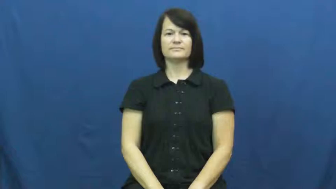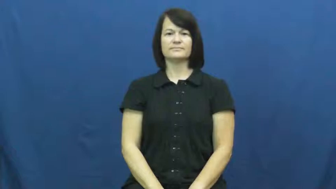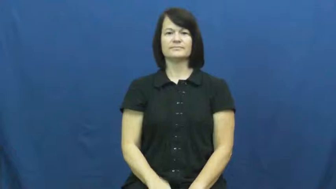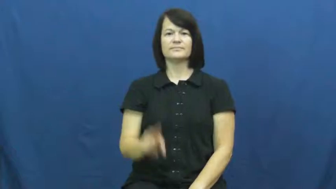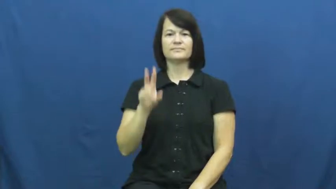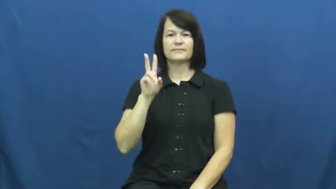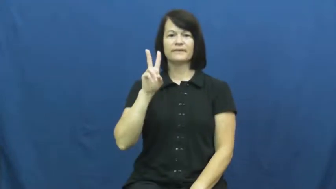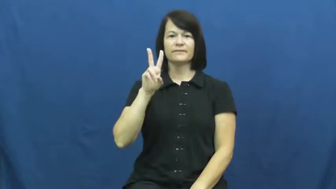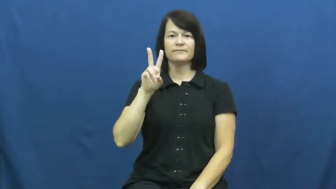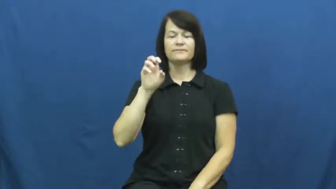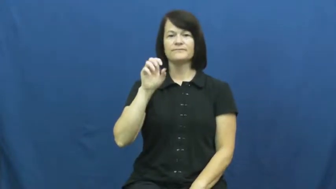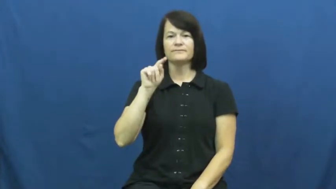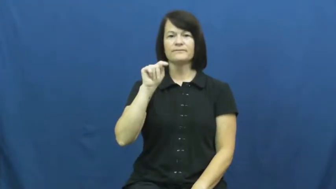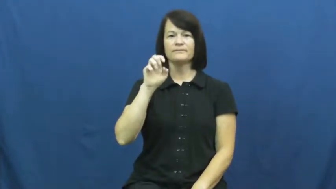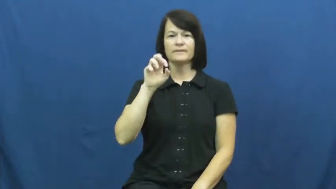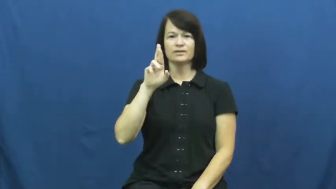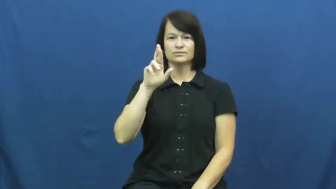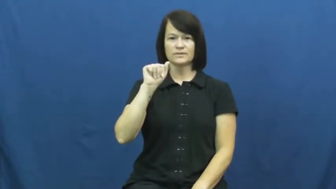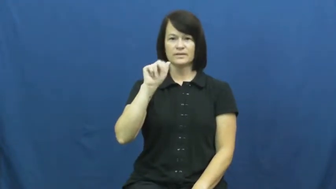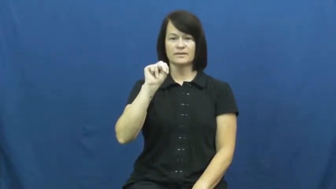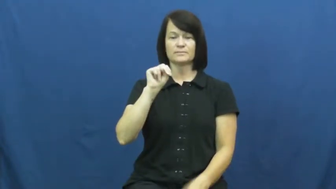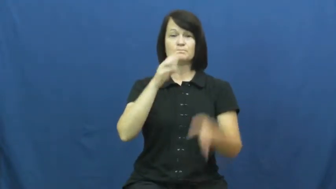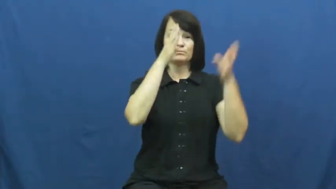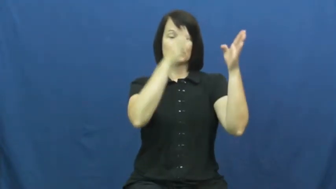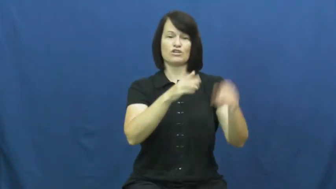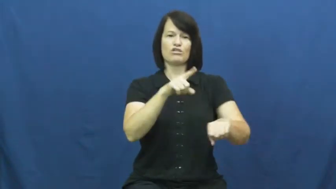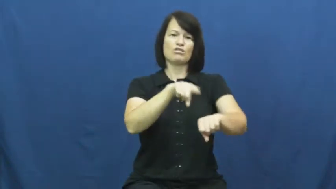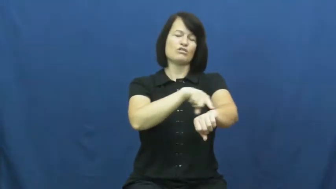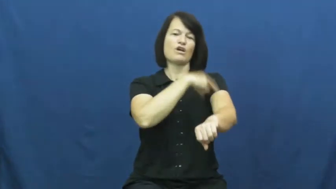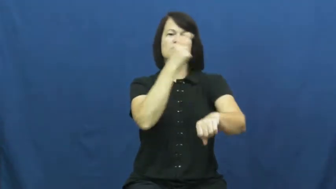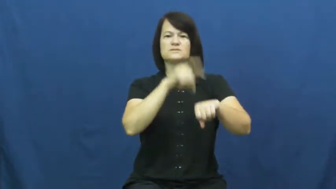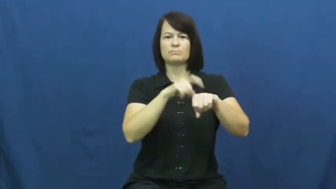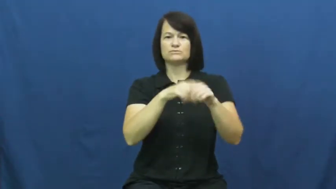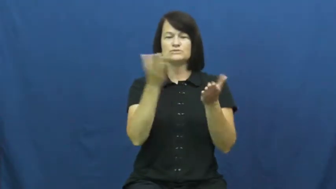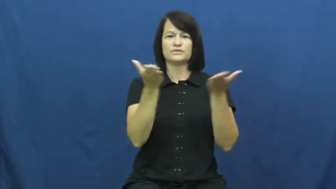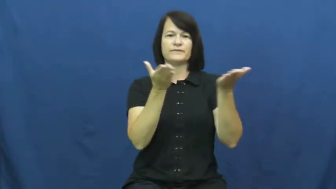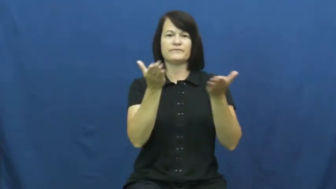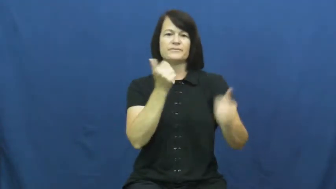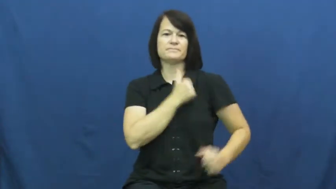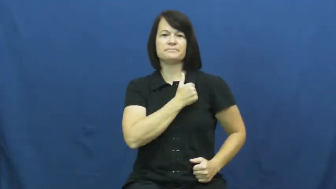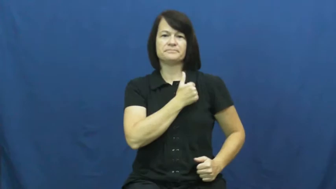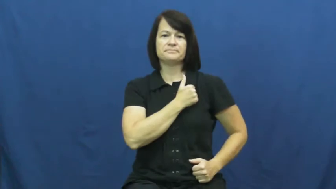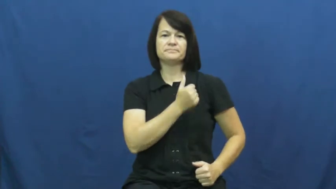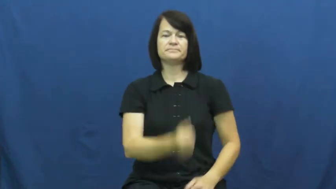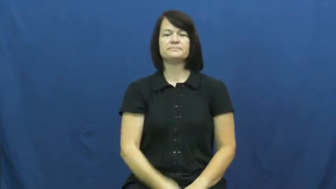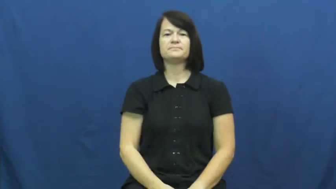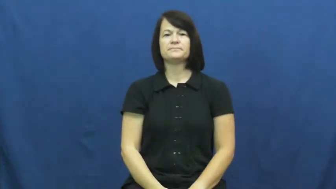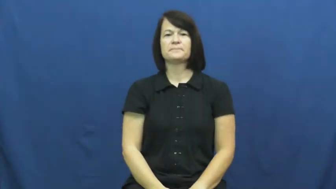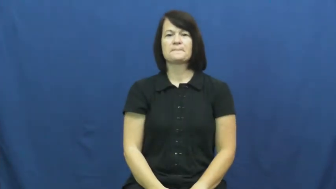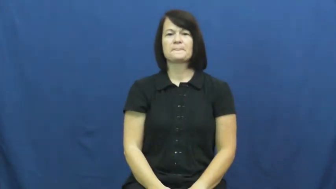veteran-army